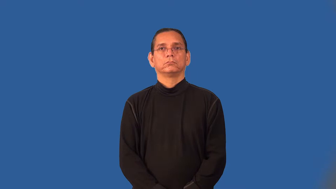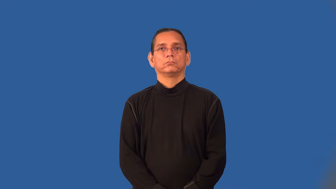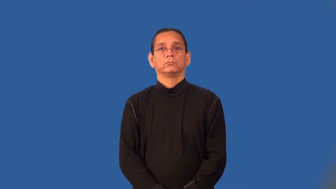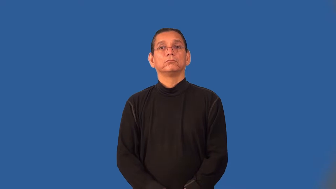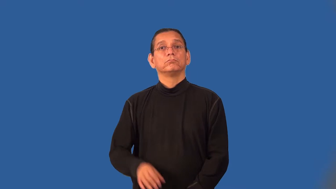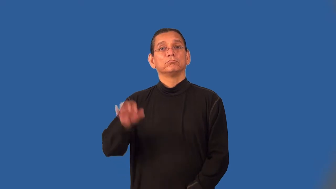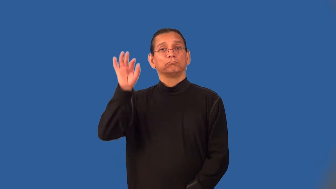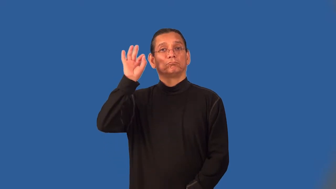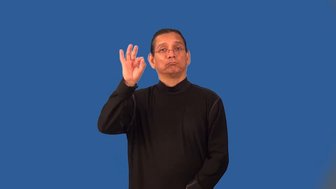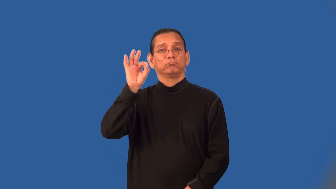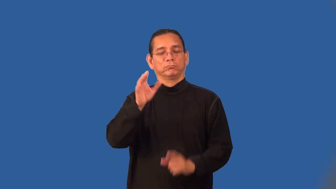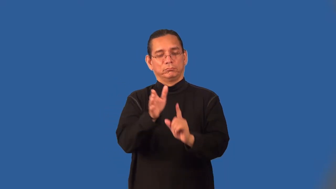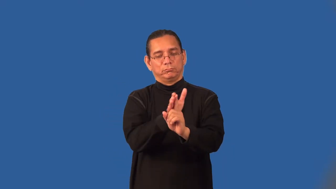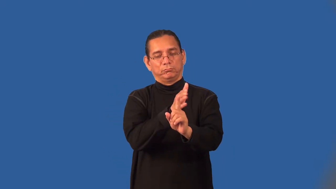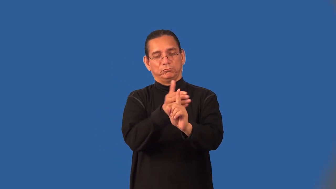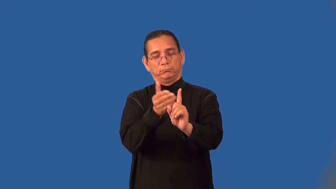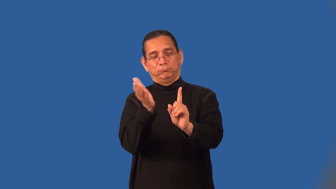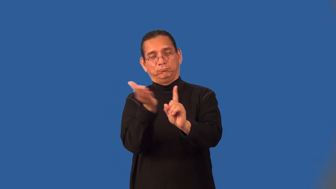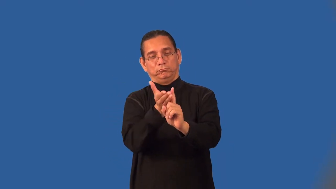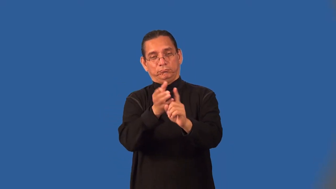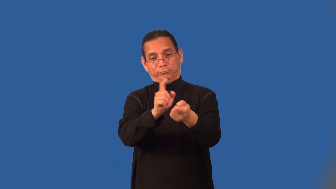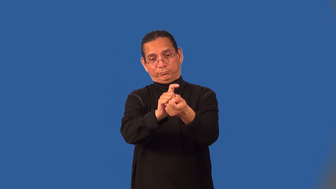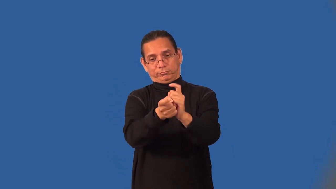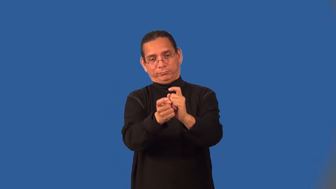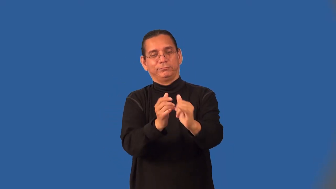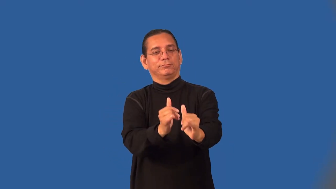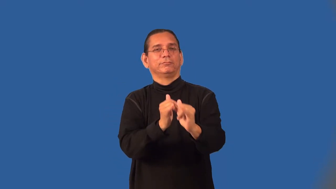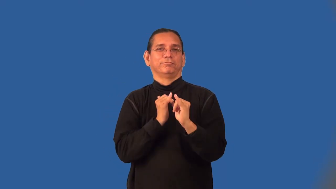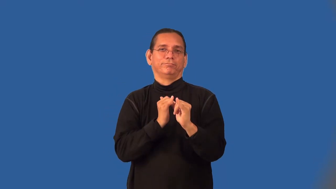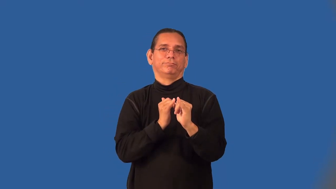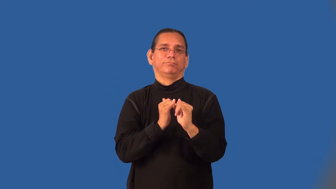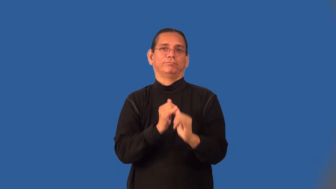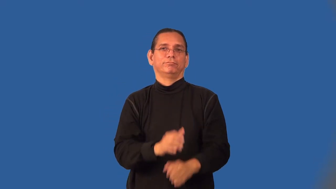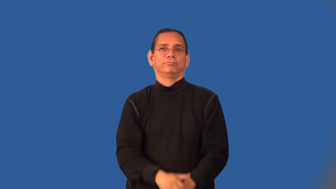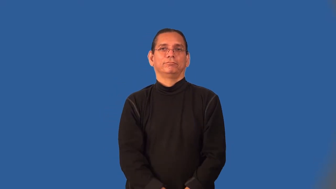evangelist